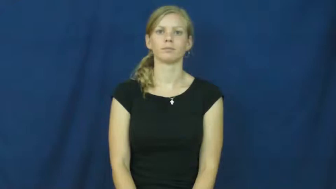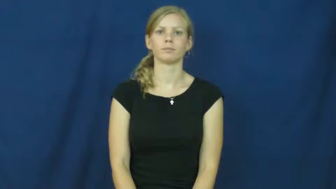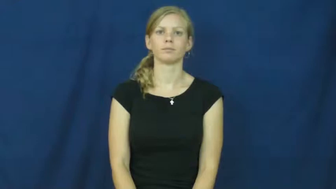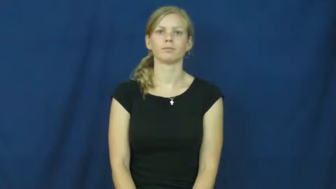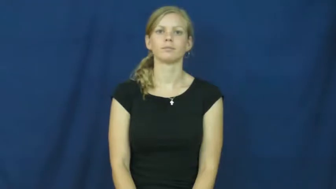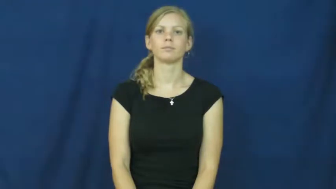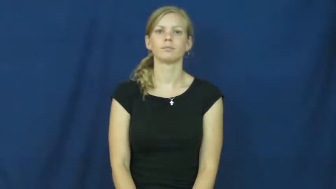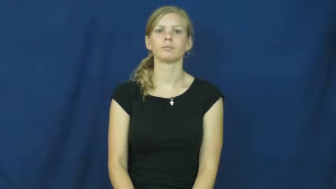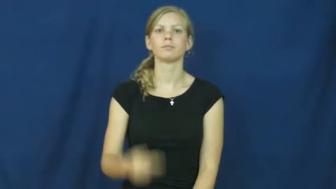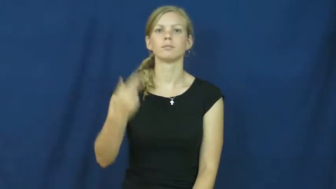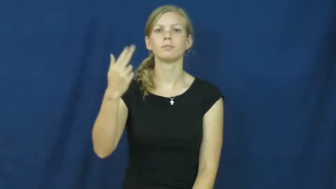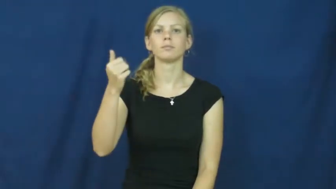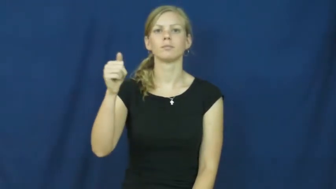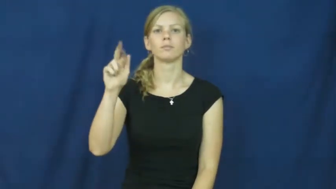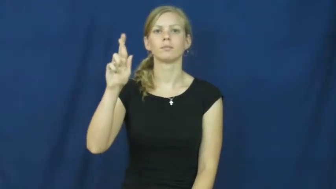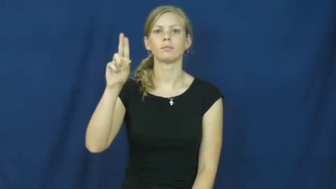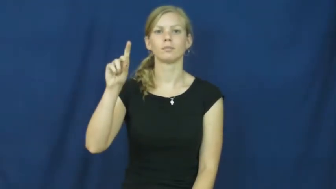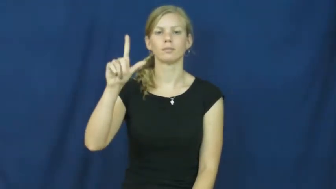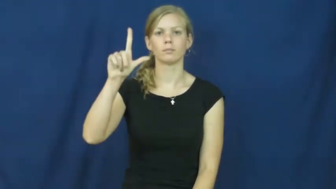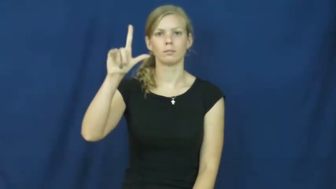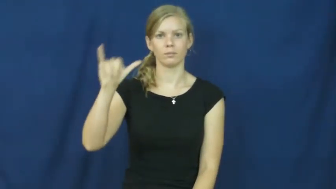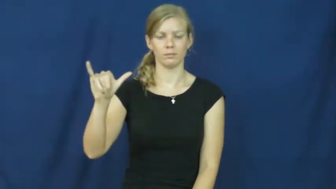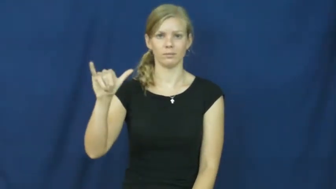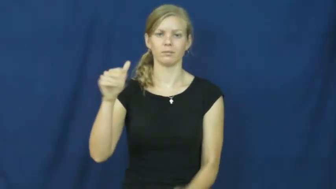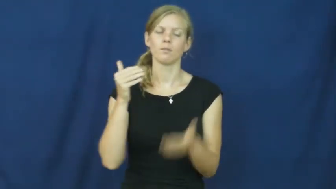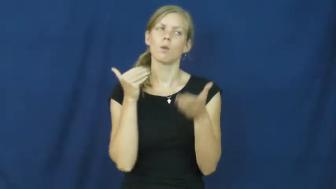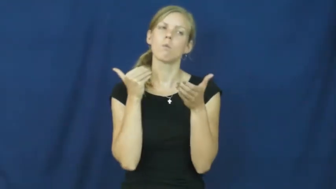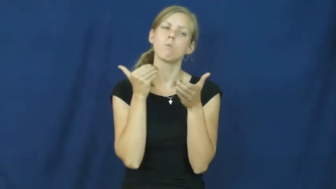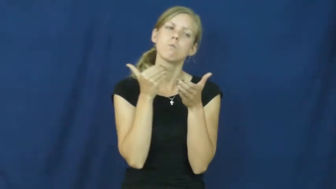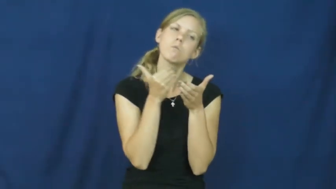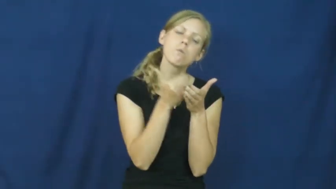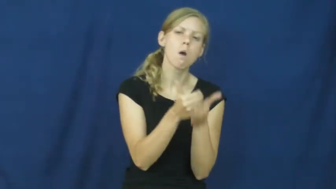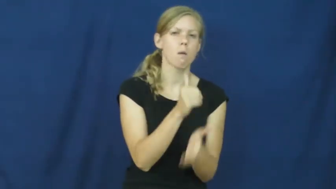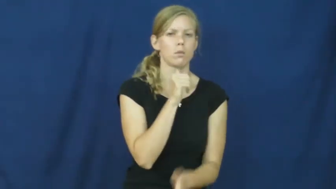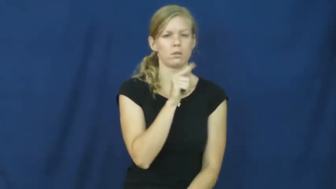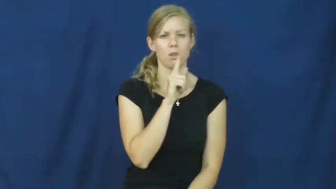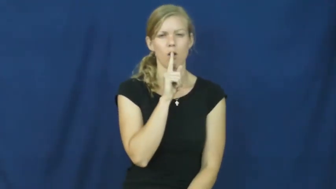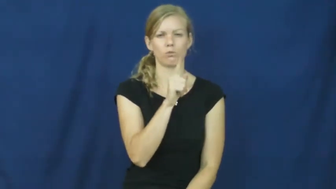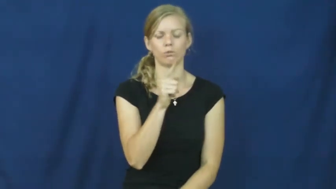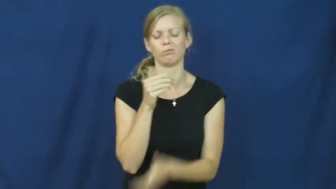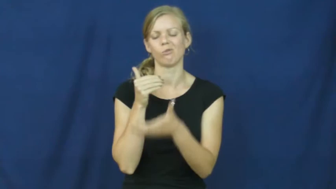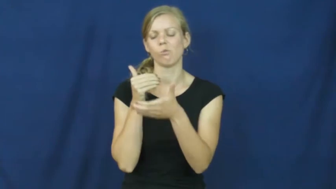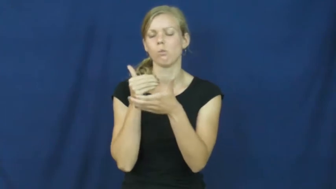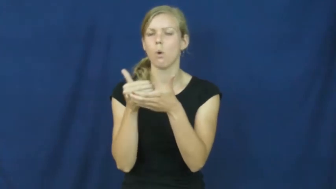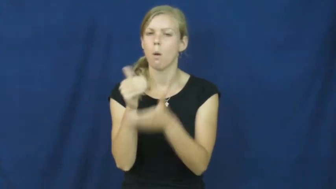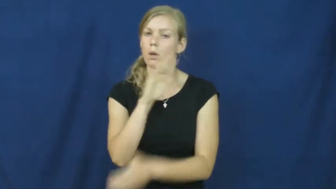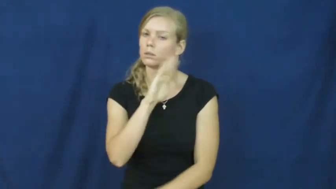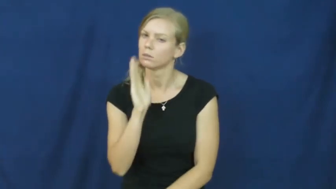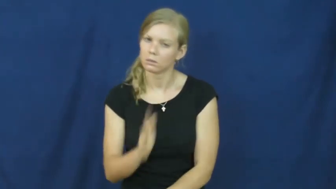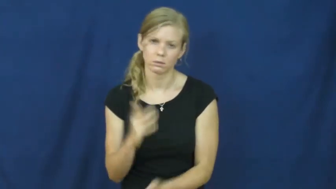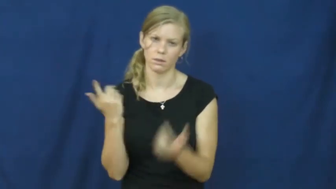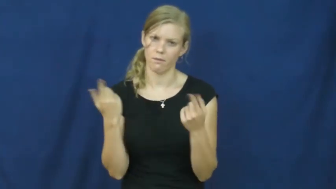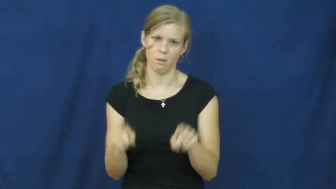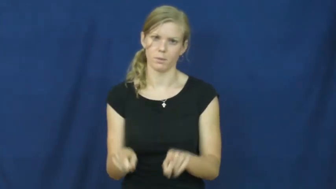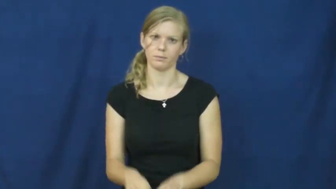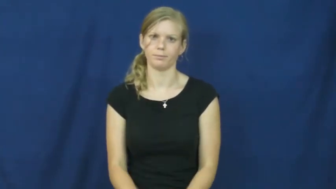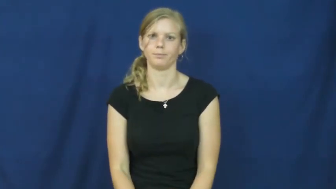hardly